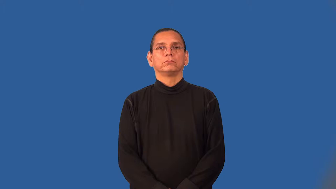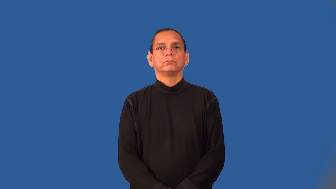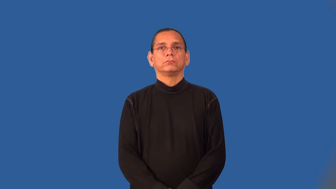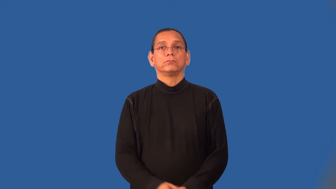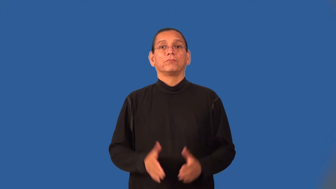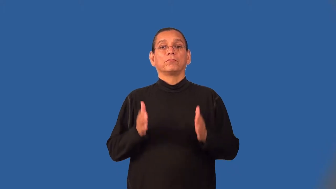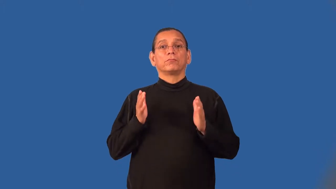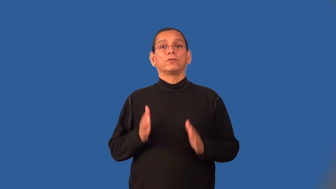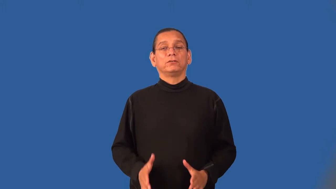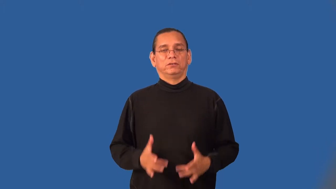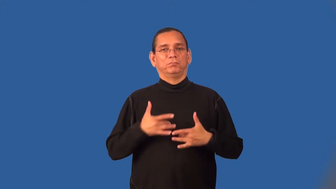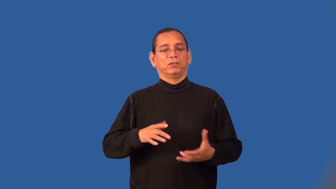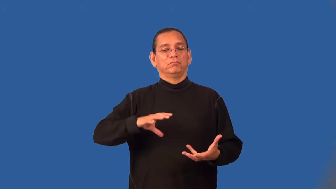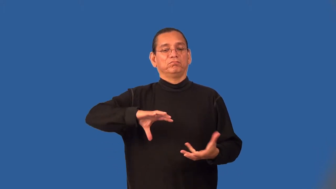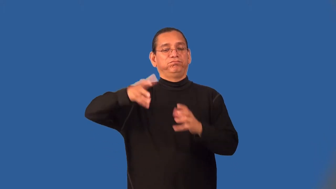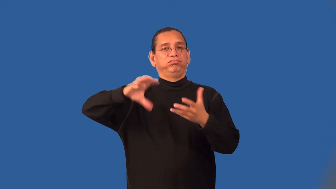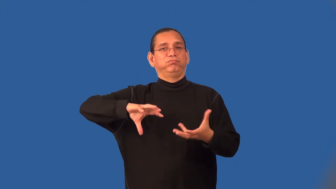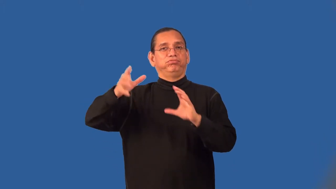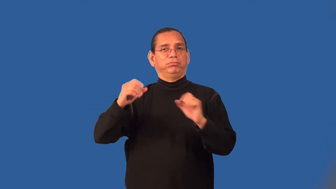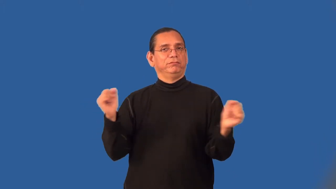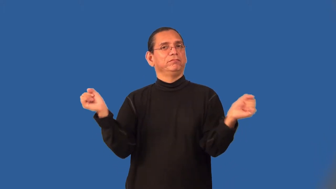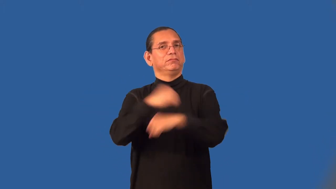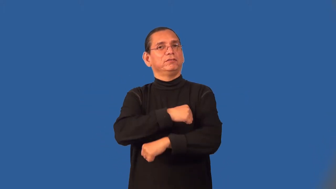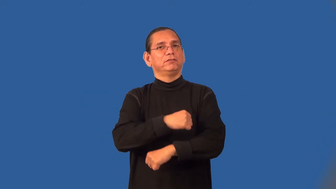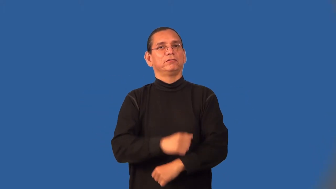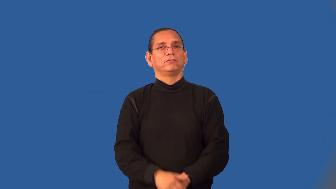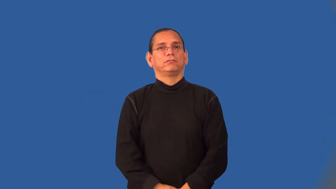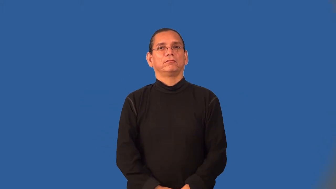brawler